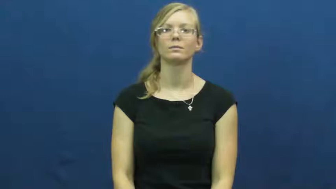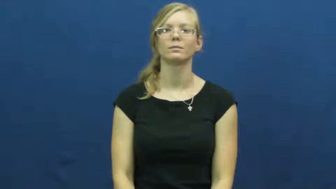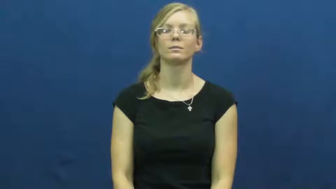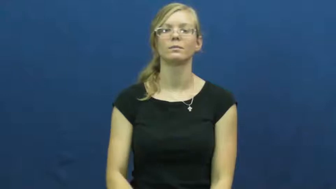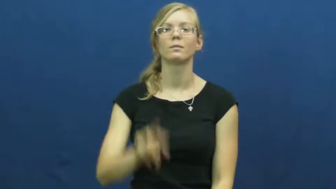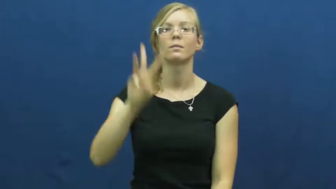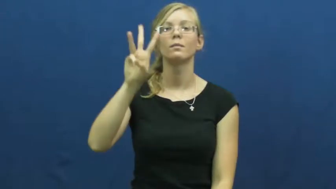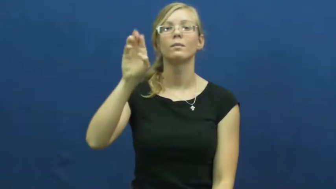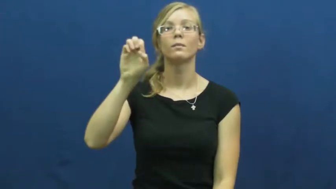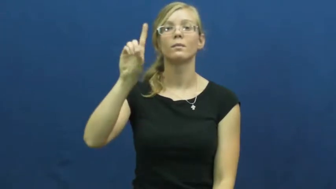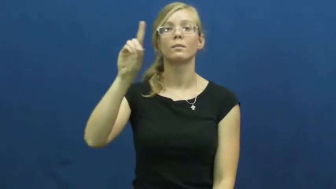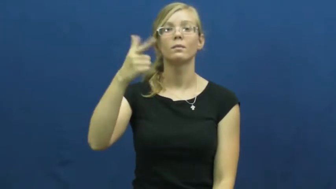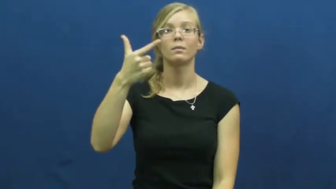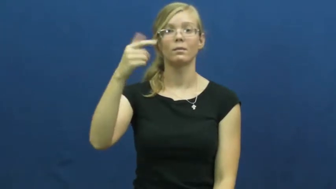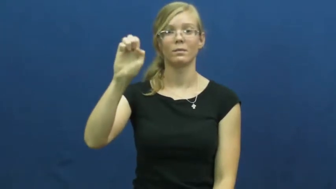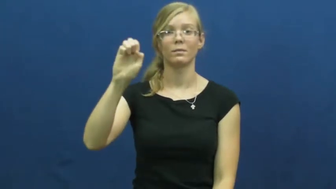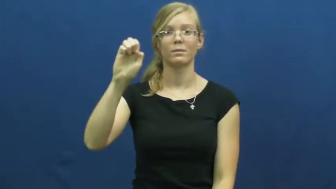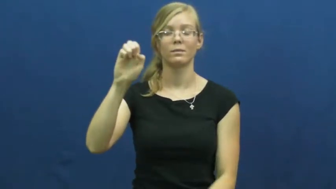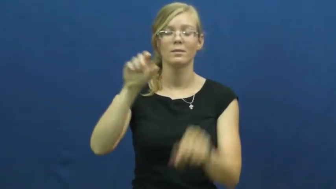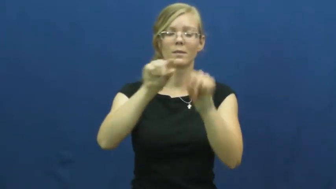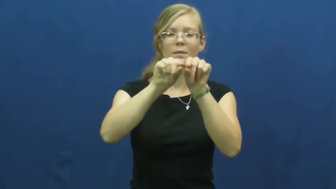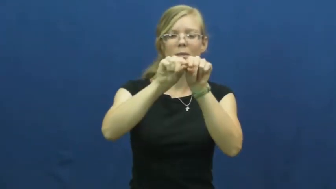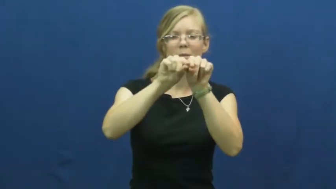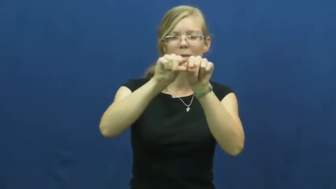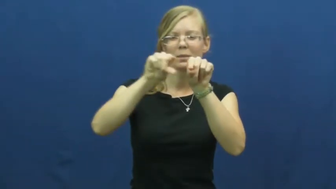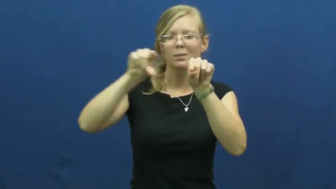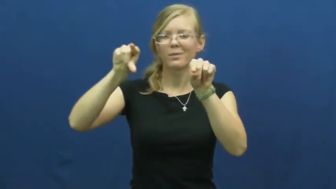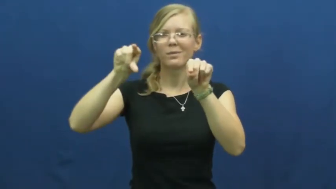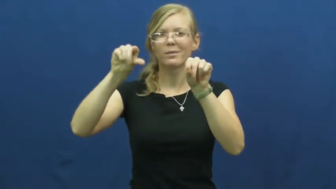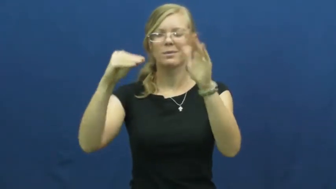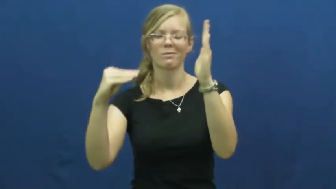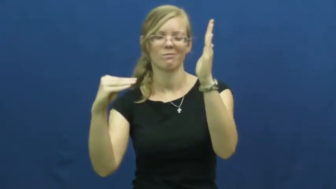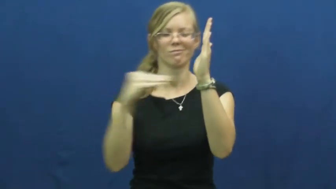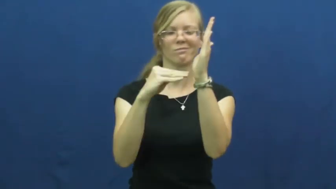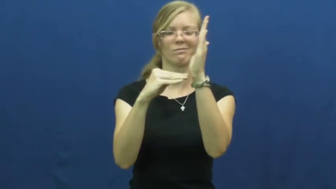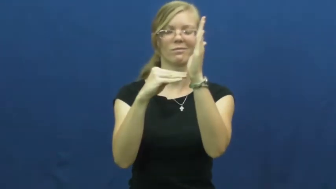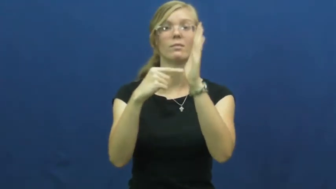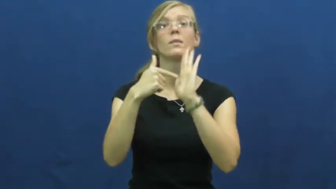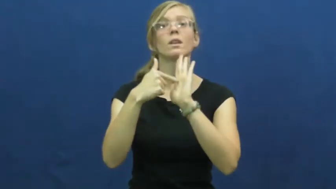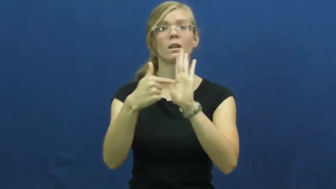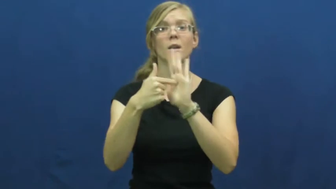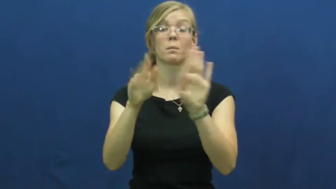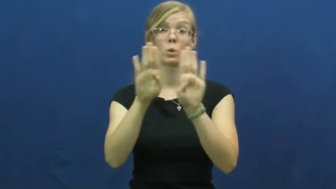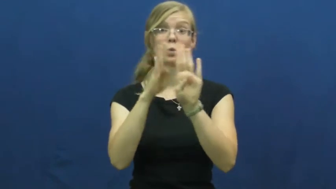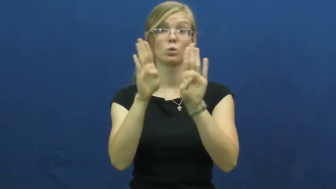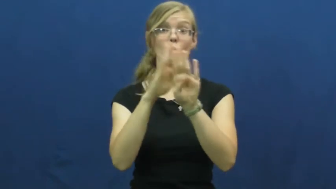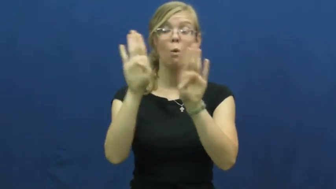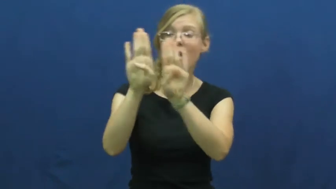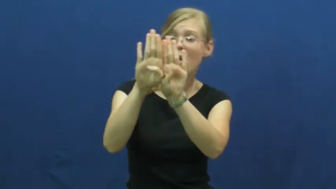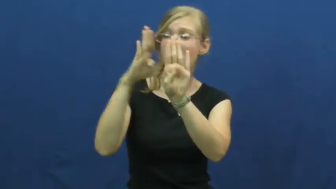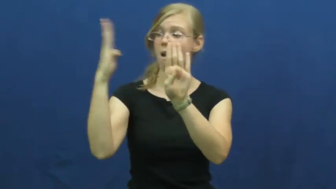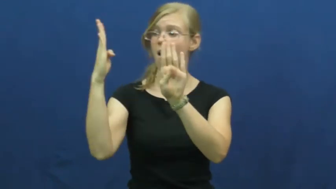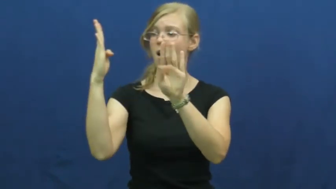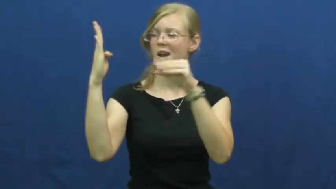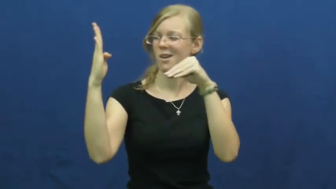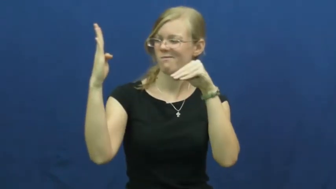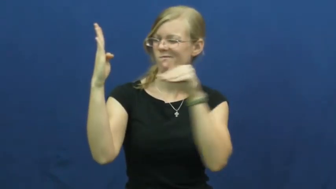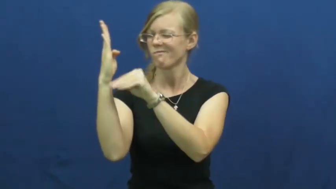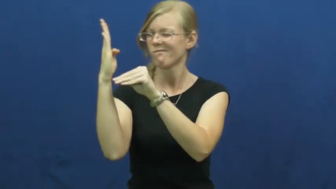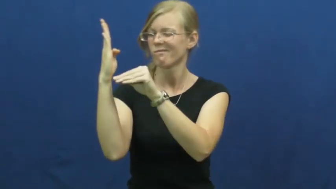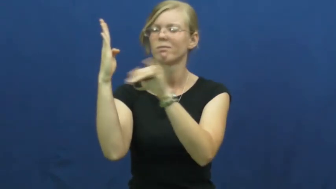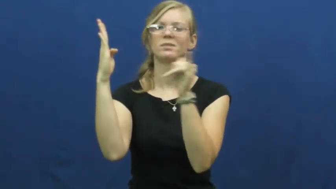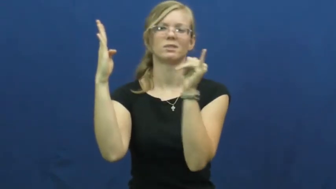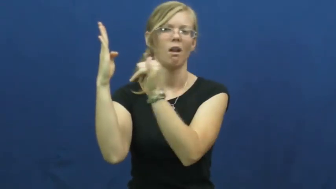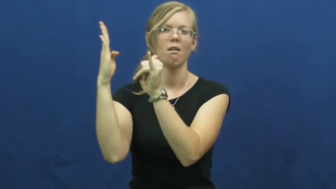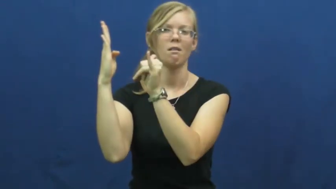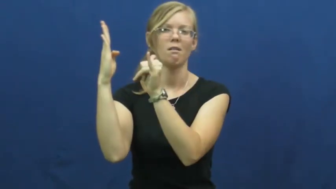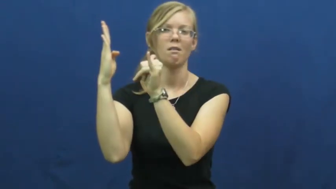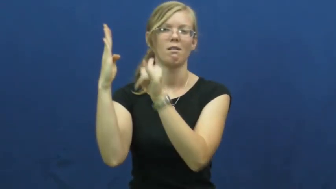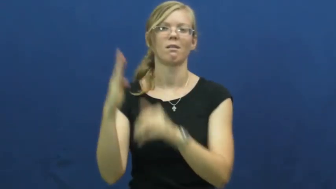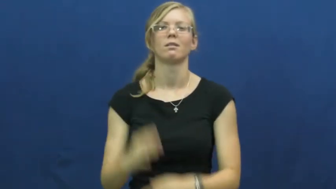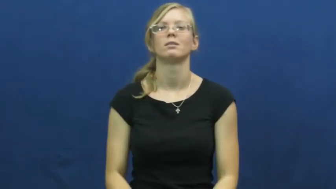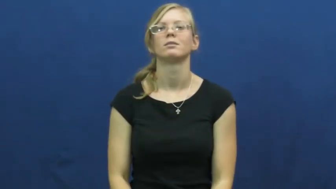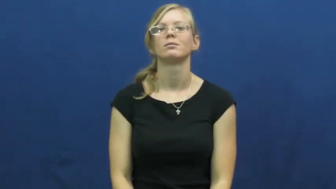wedge-noun